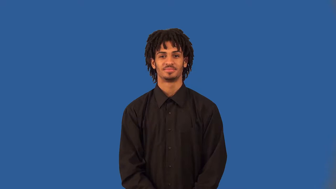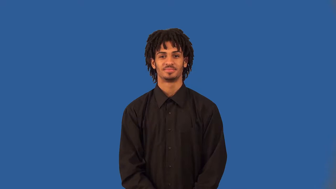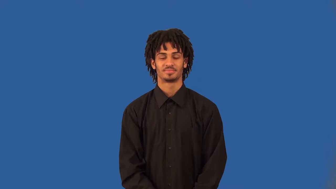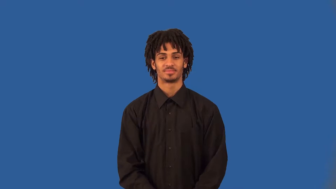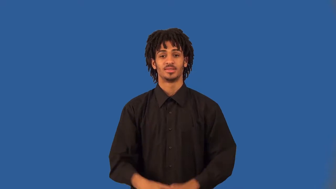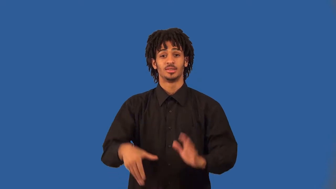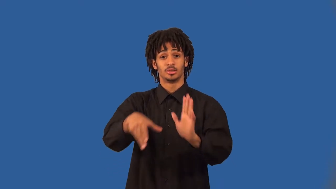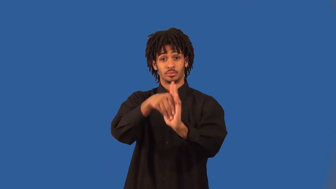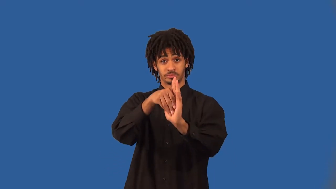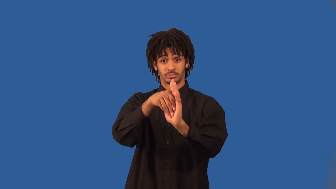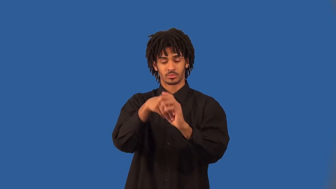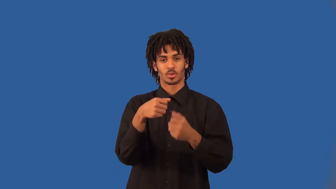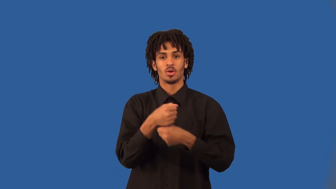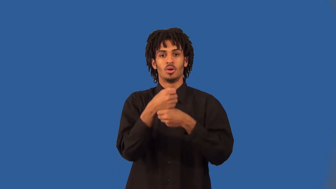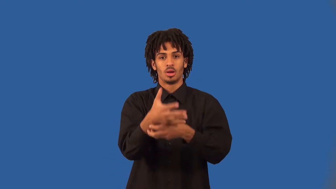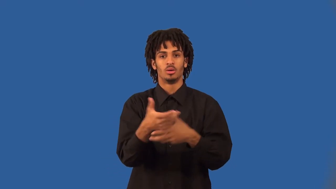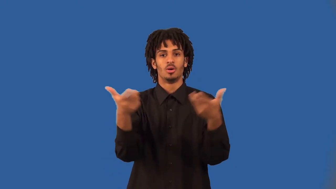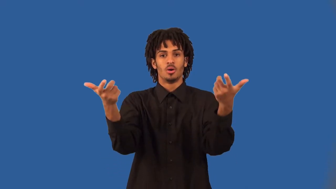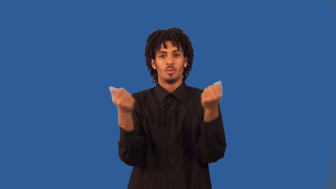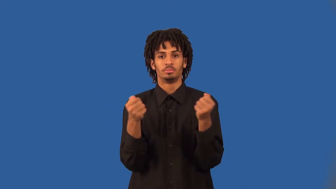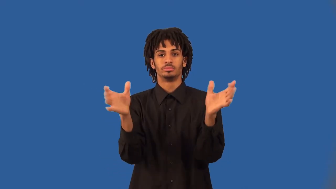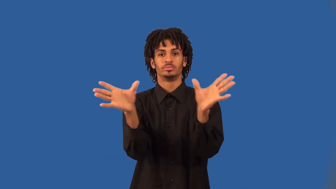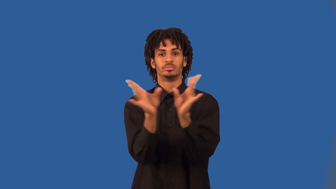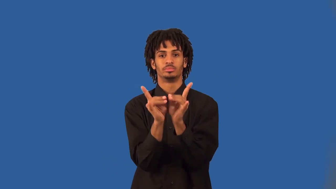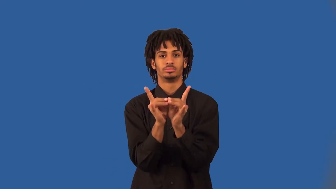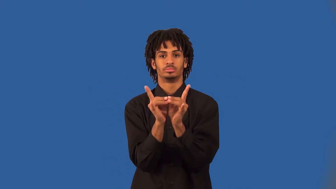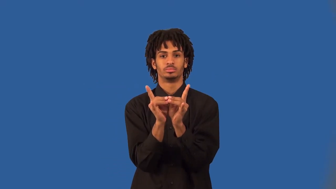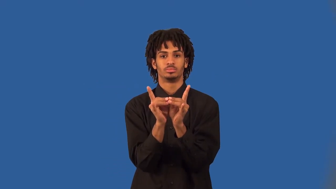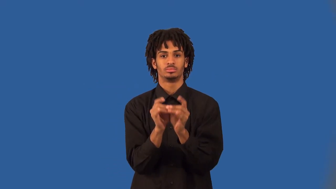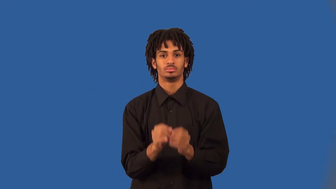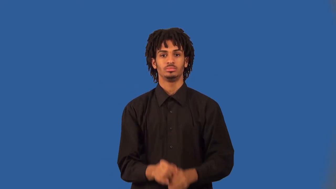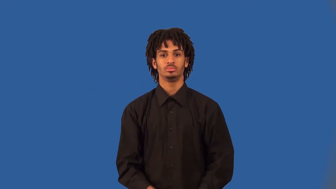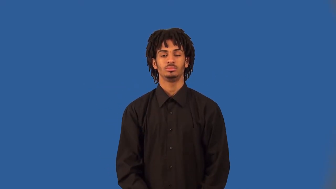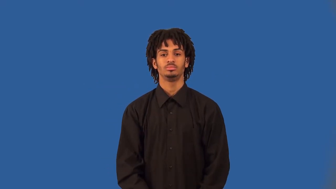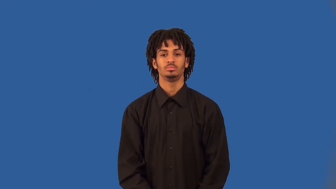magnetize